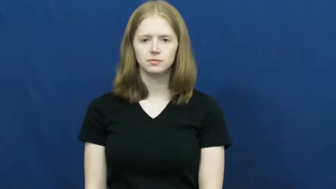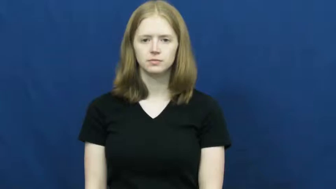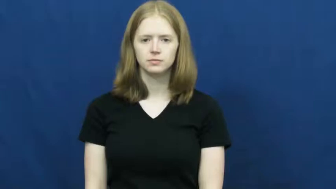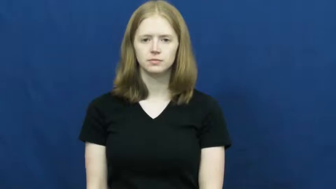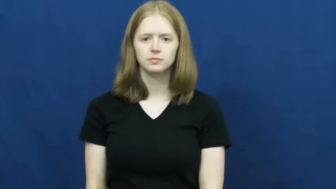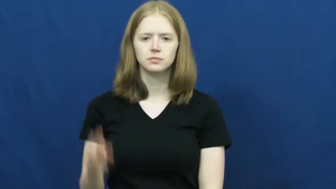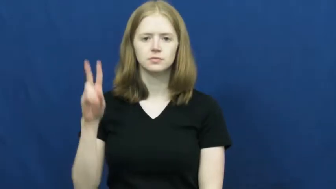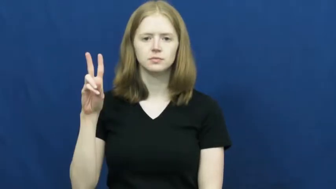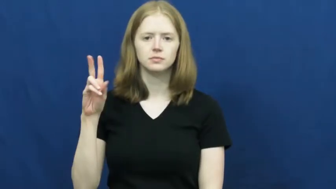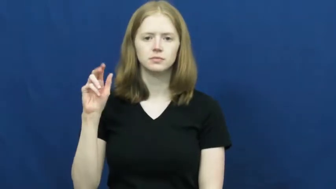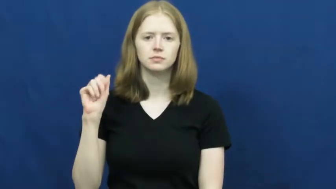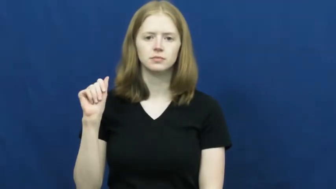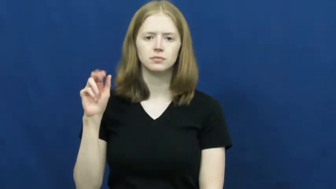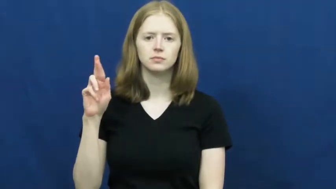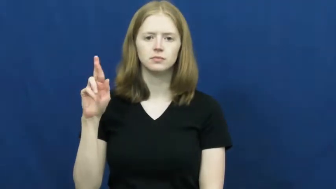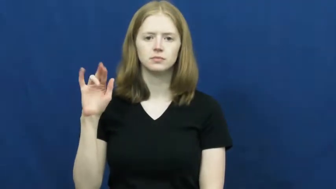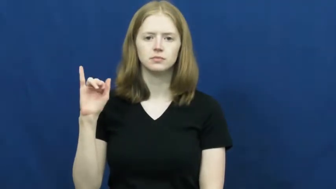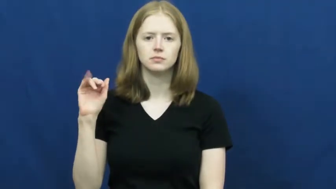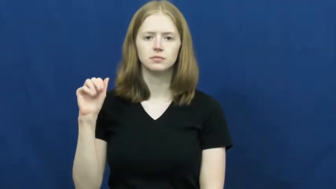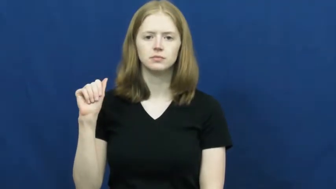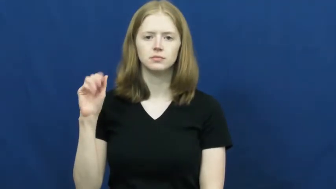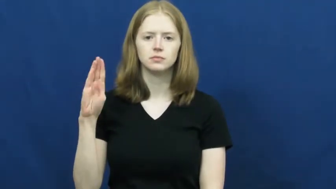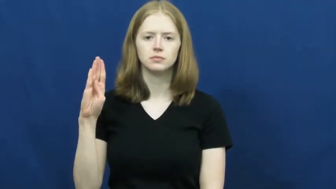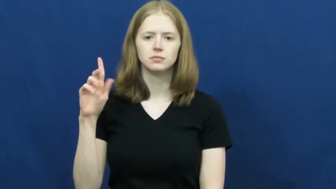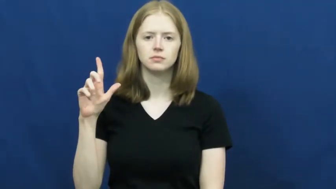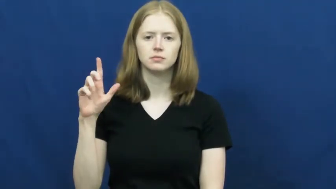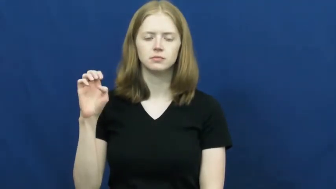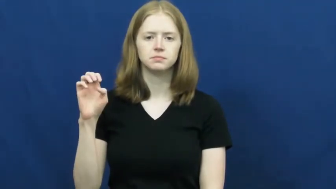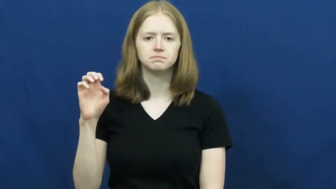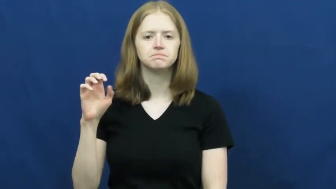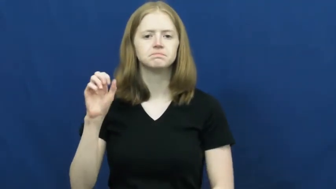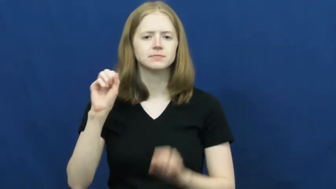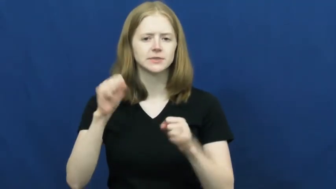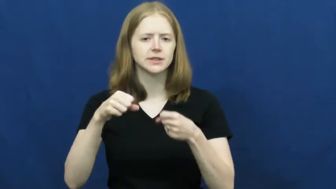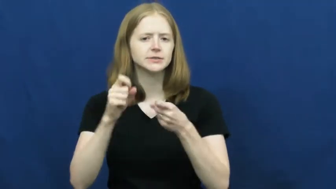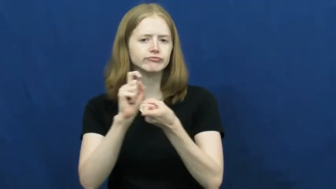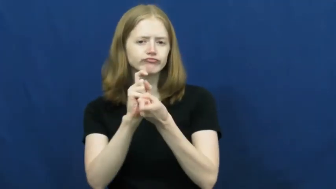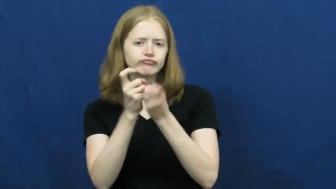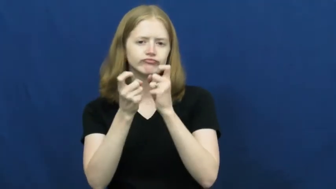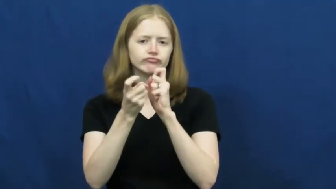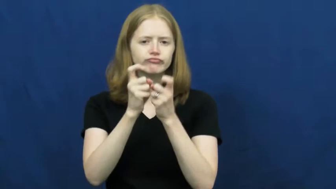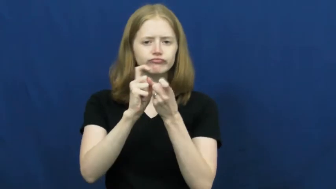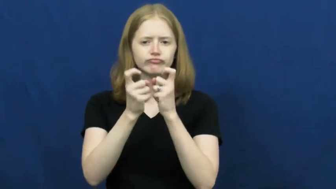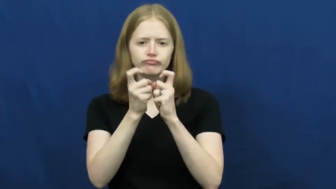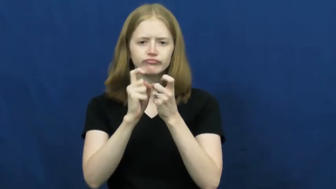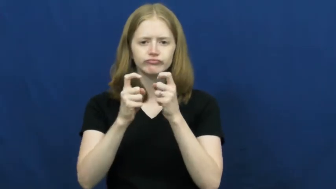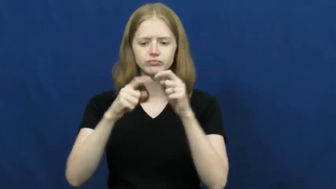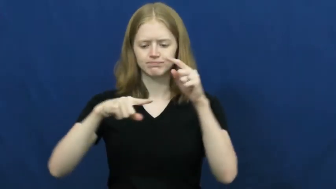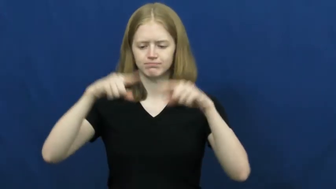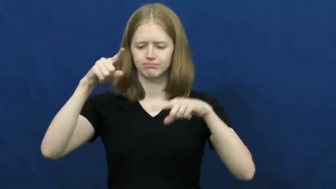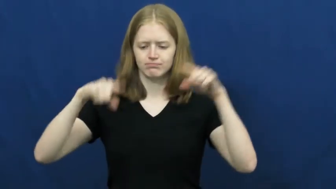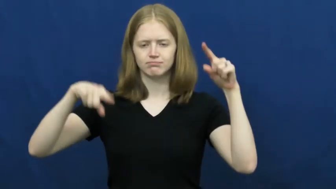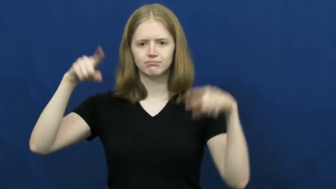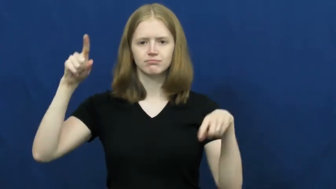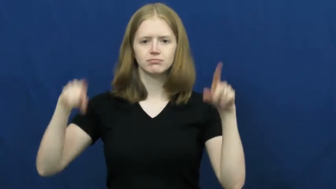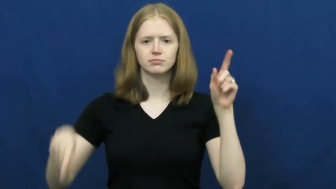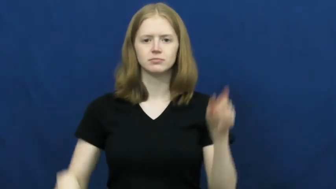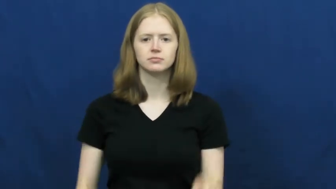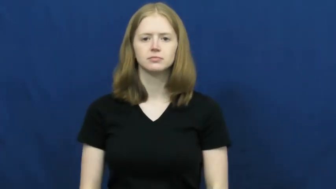variable